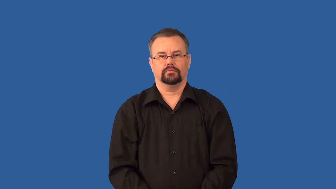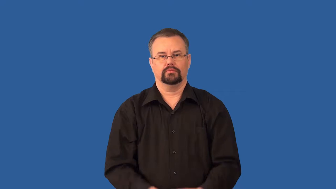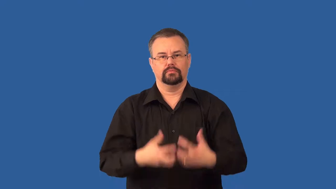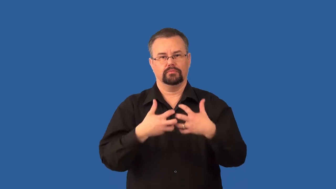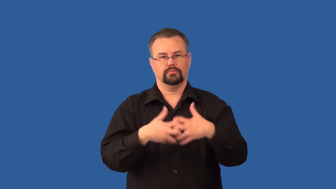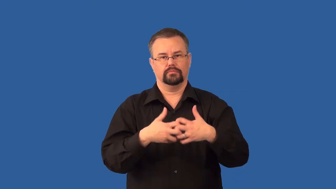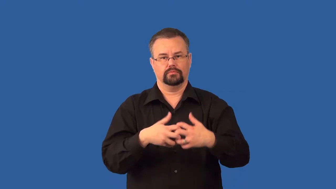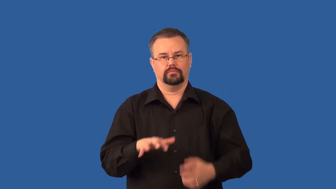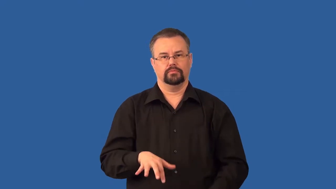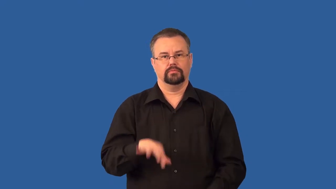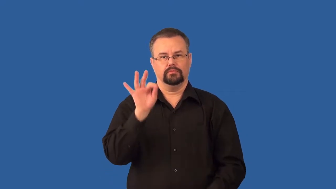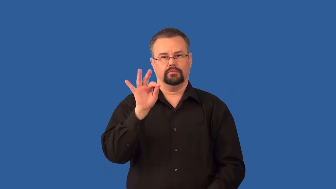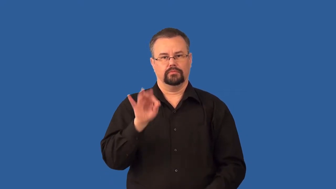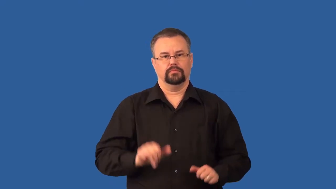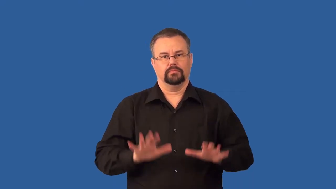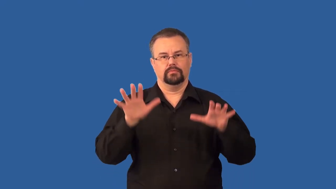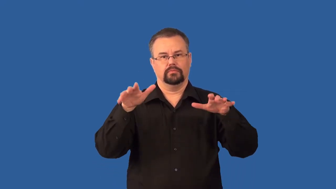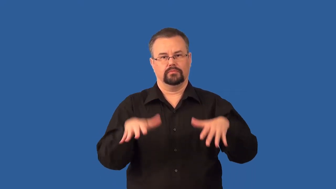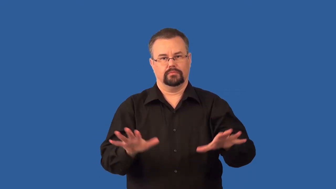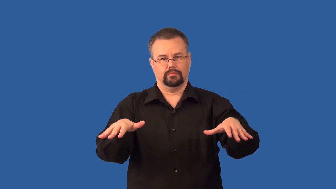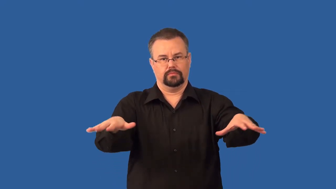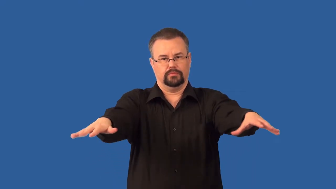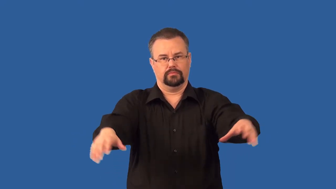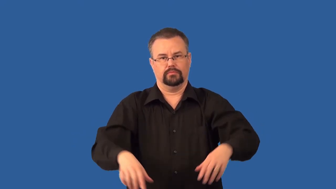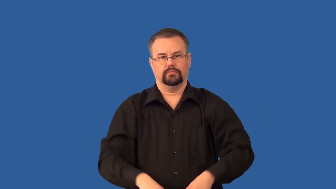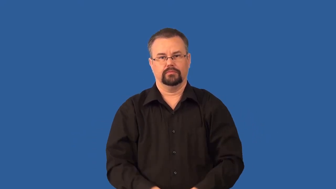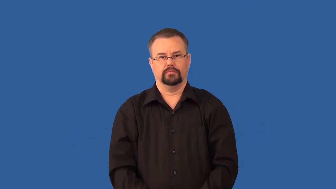geiger counter